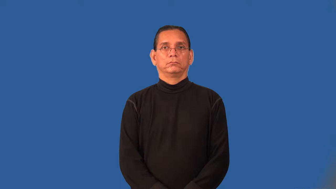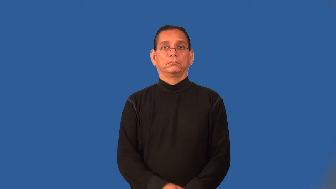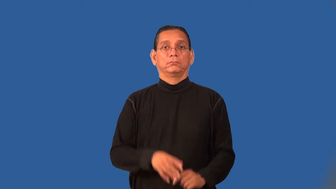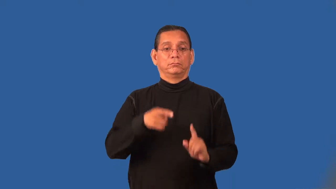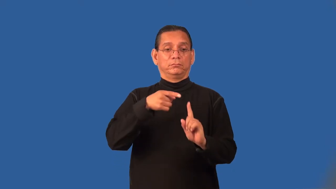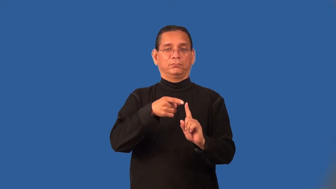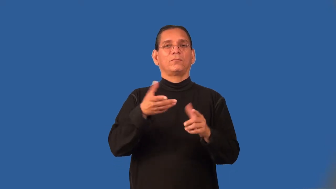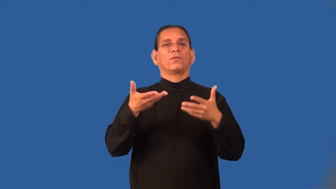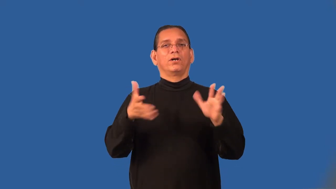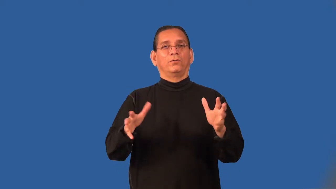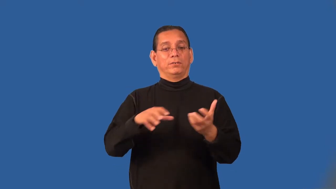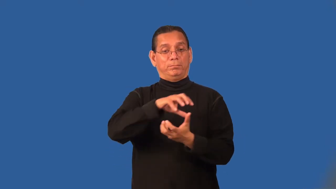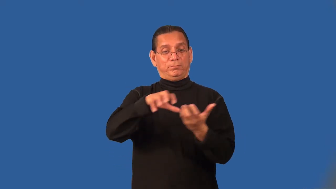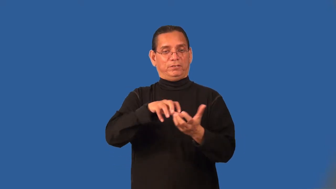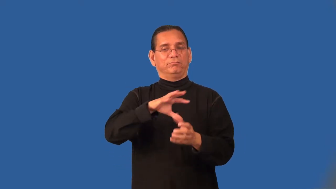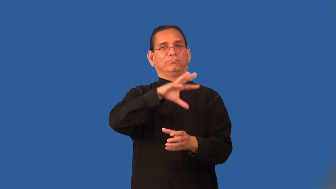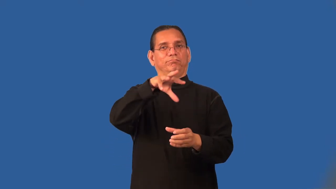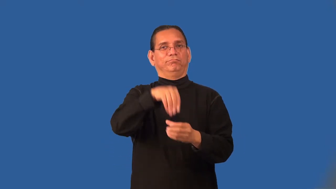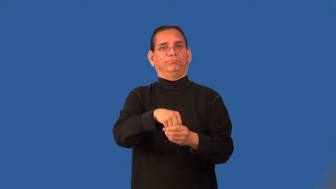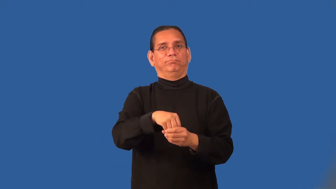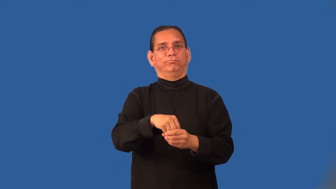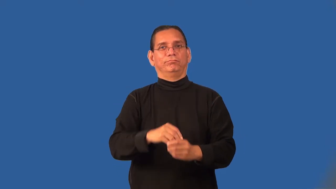premix